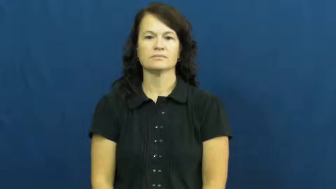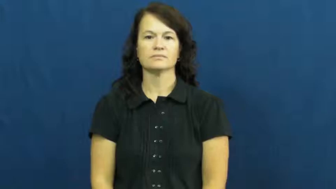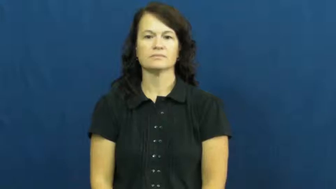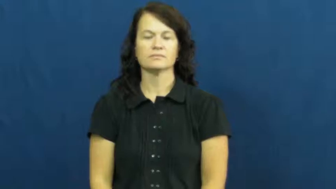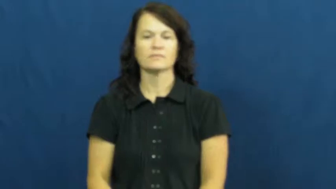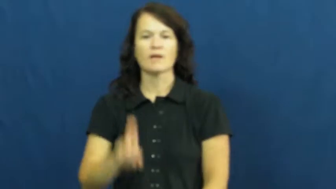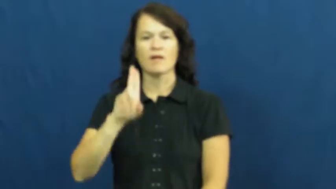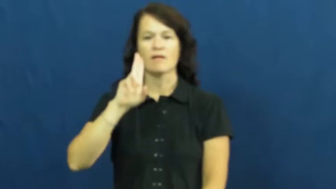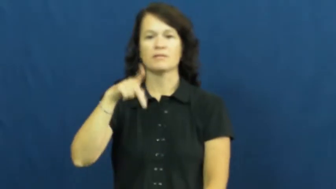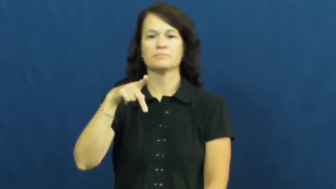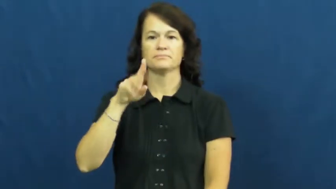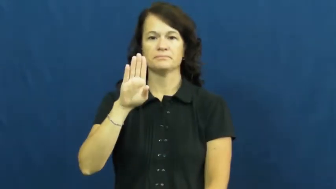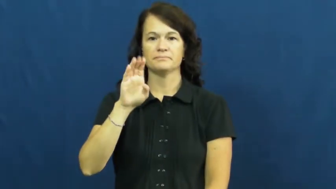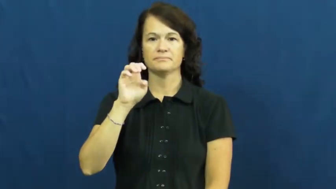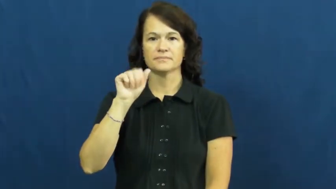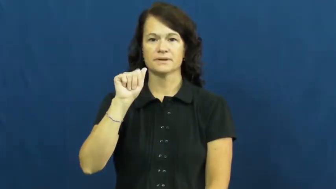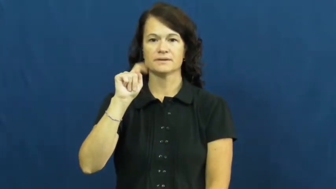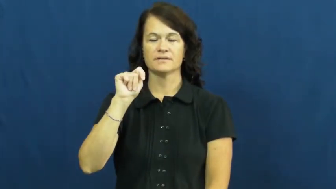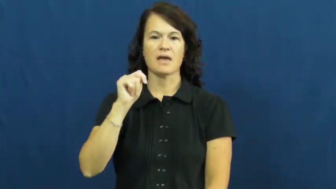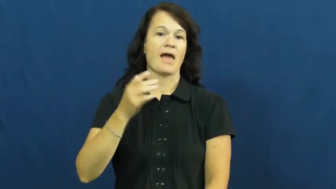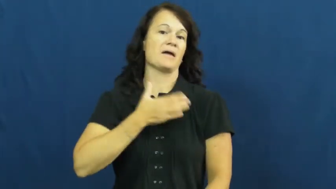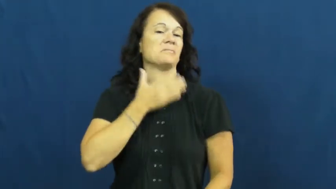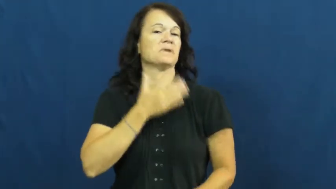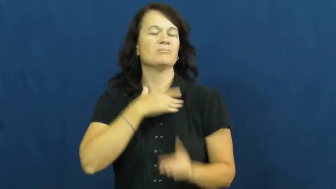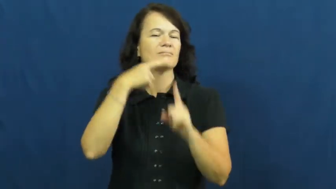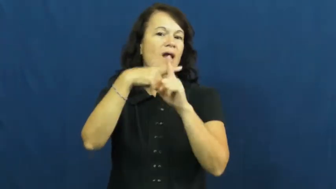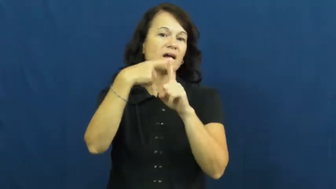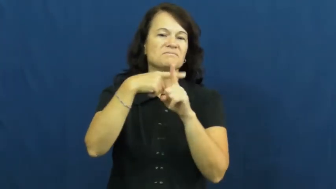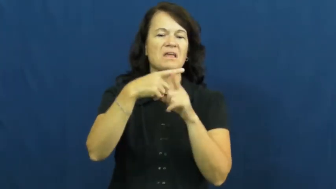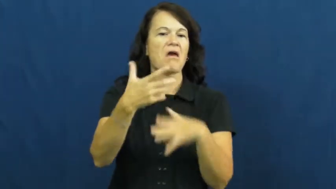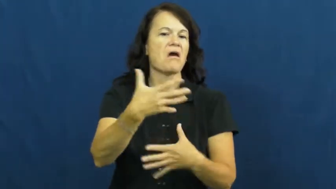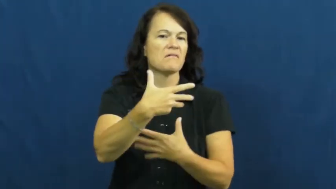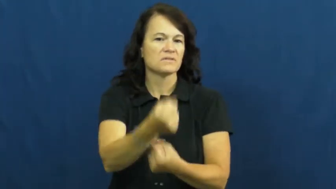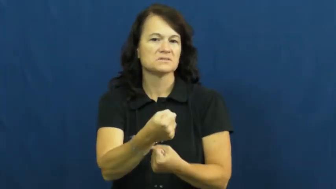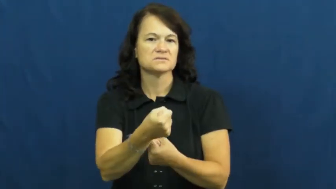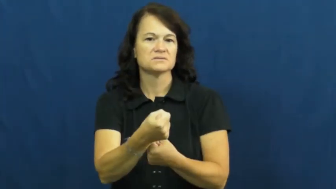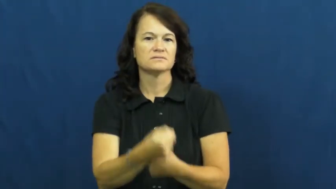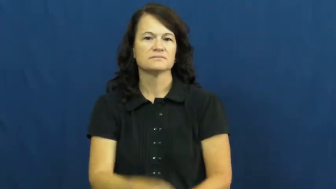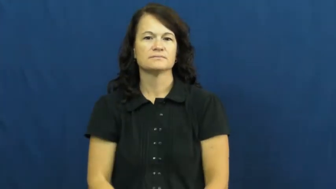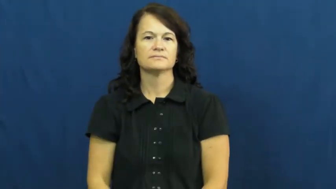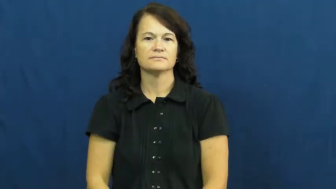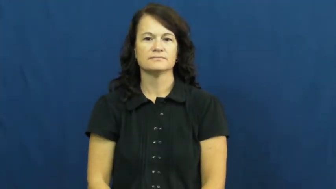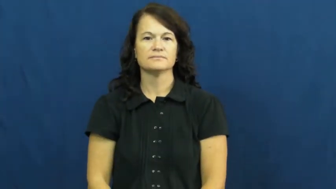upbeat